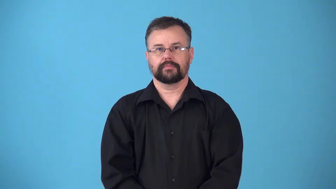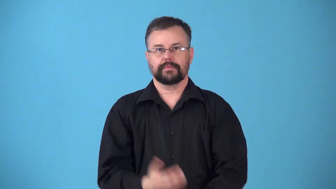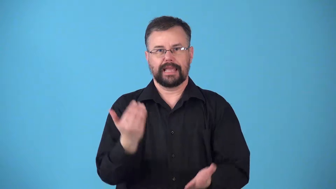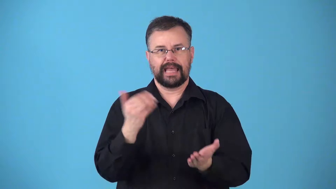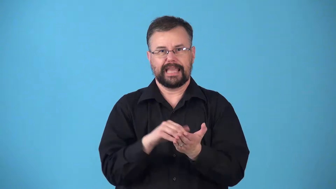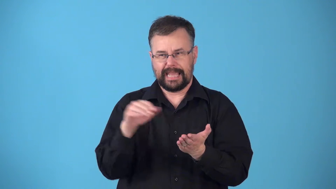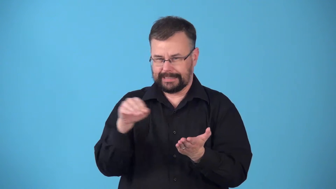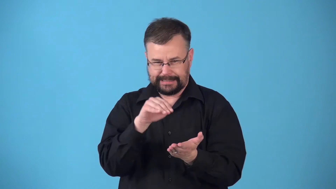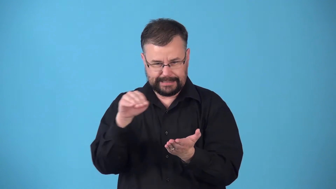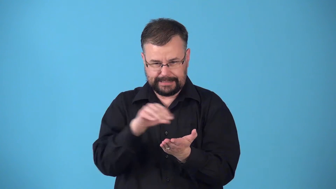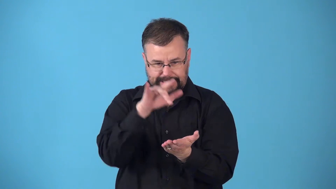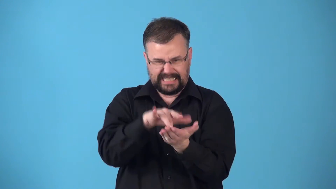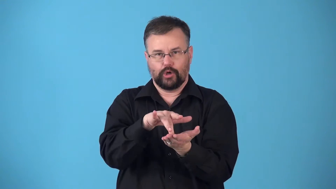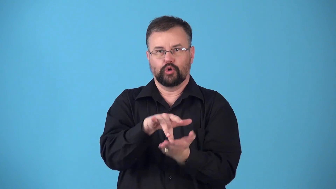recenter-adjust again to be in center